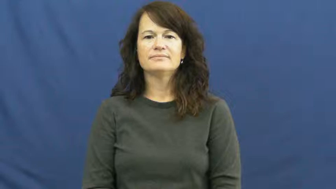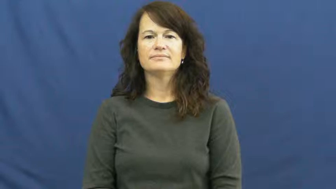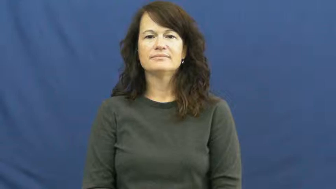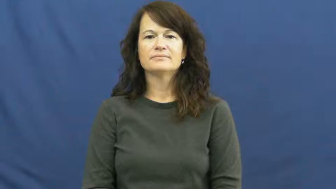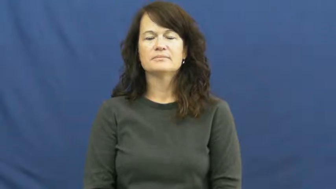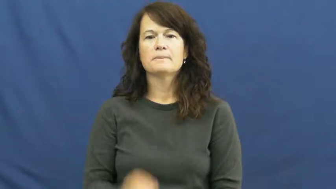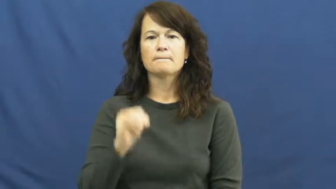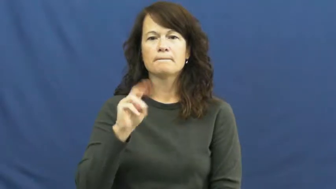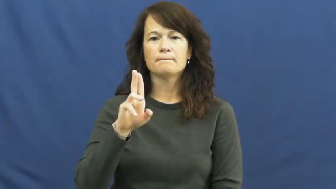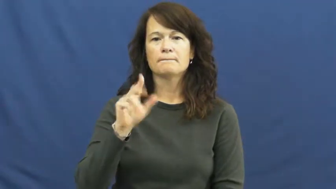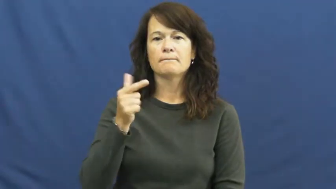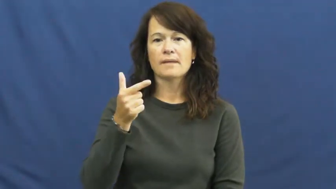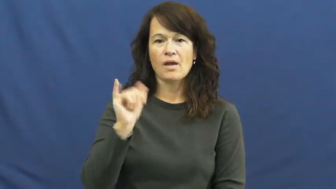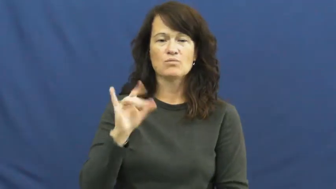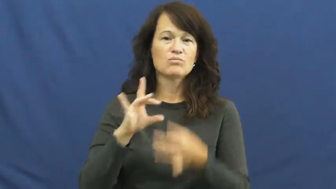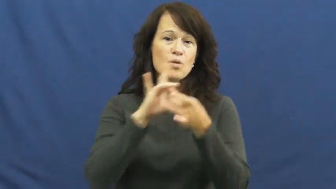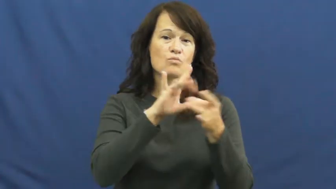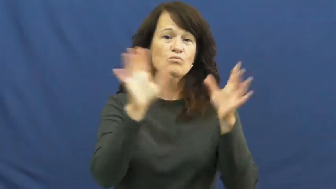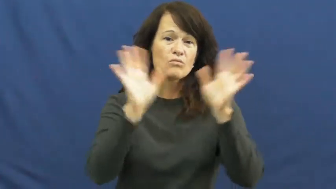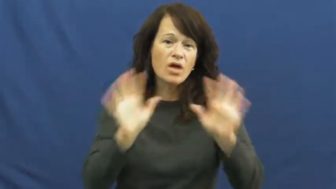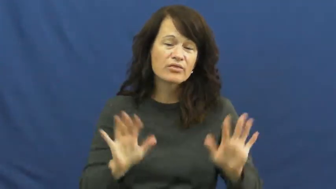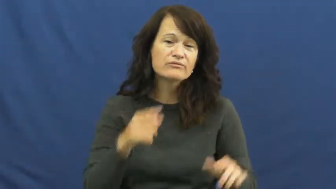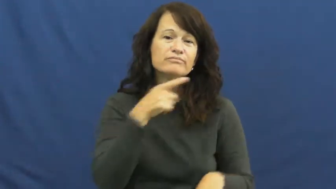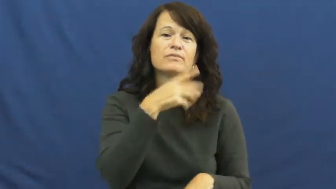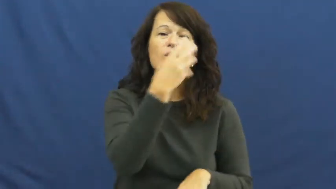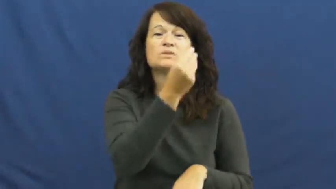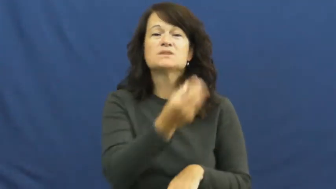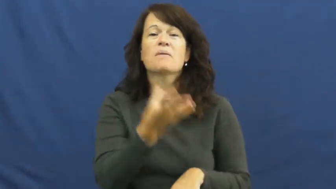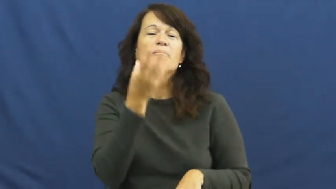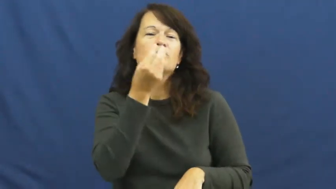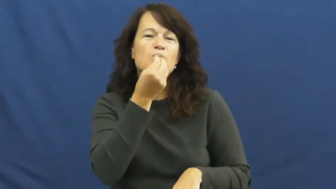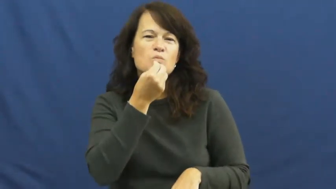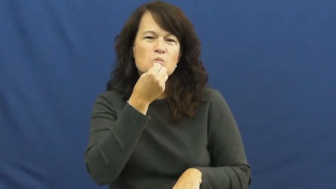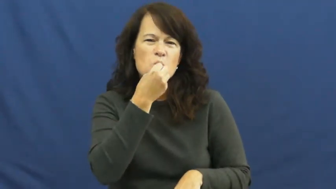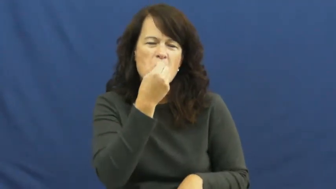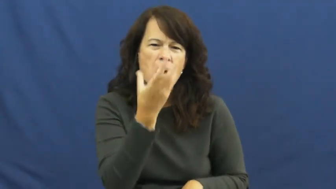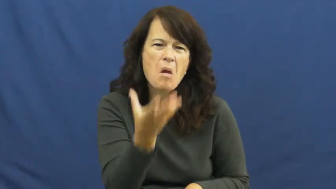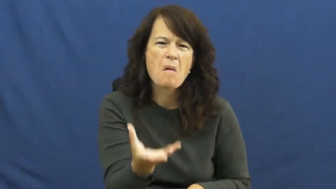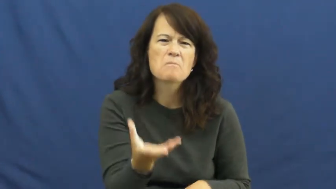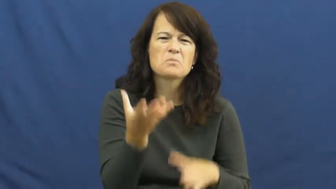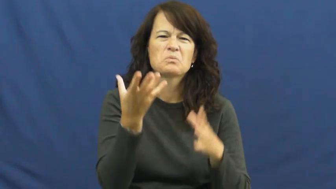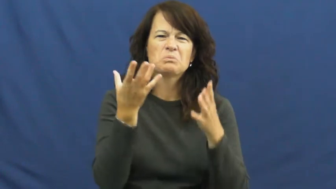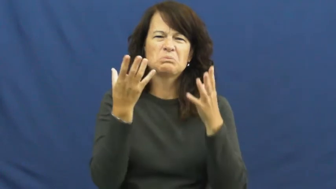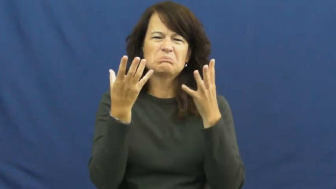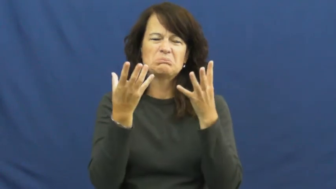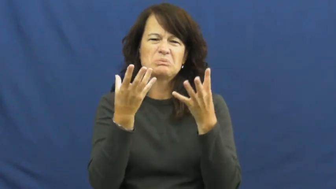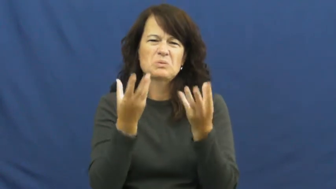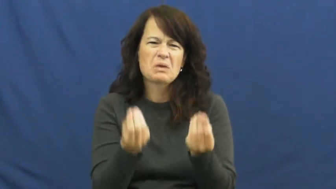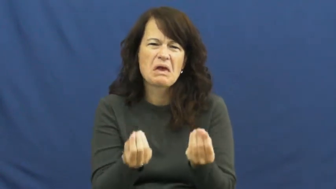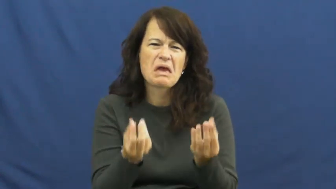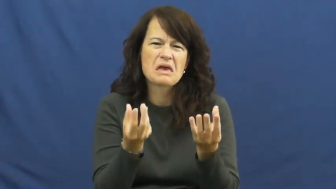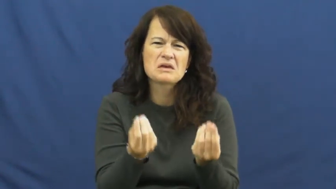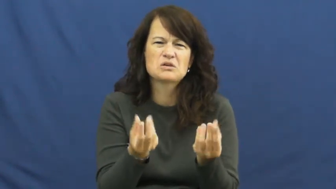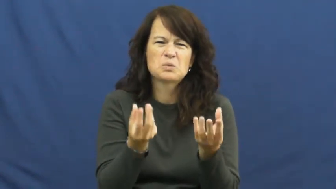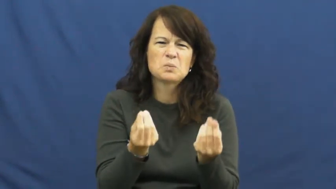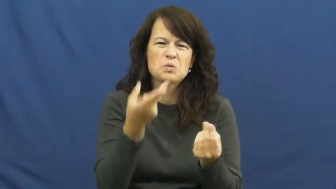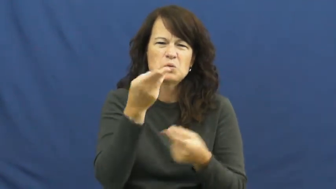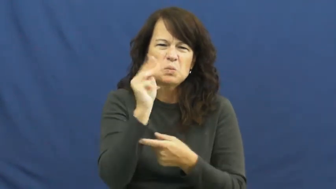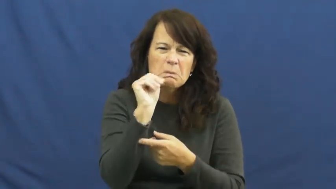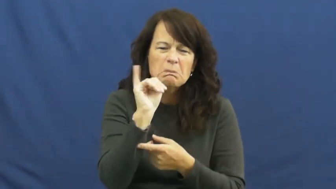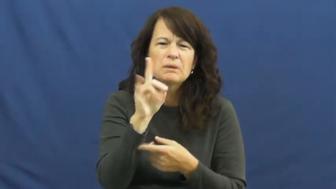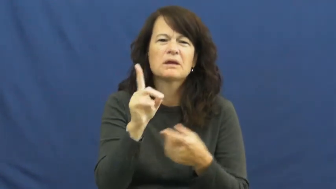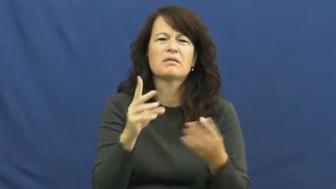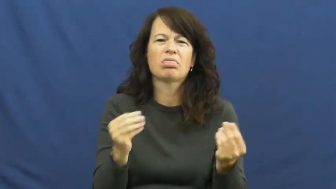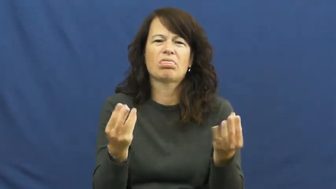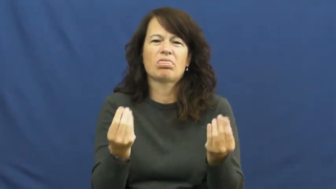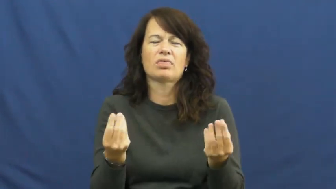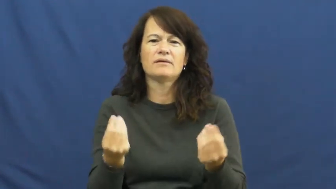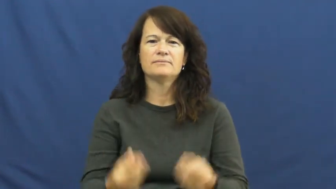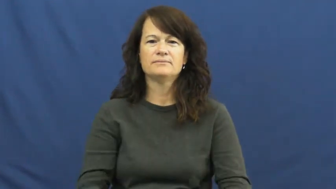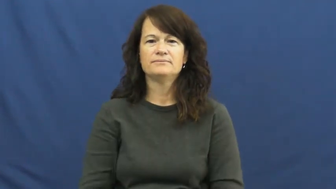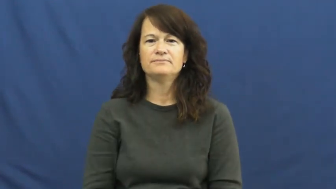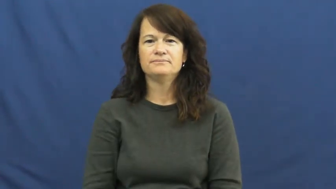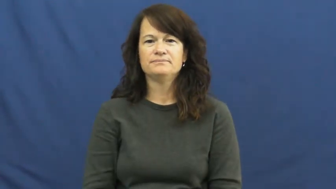muggy